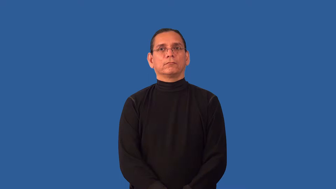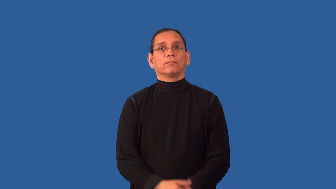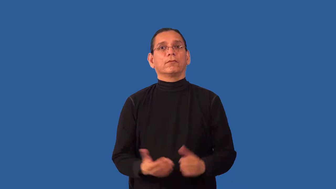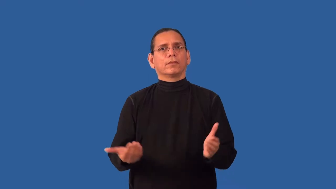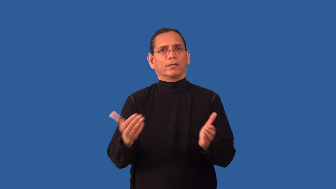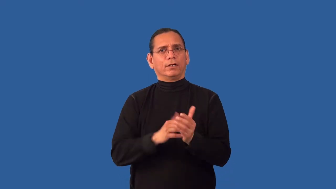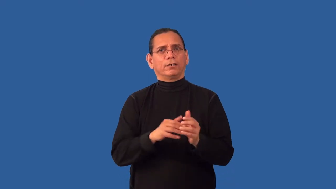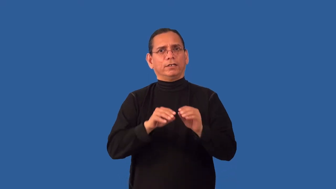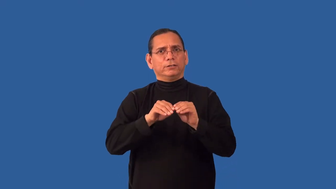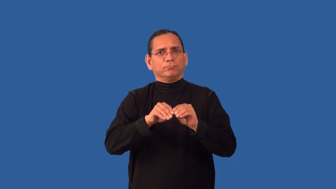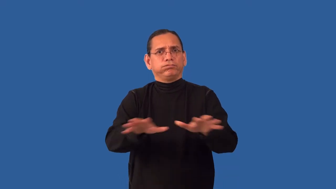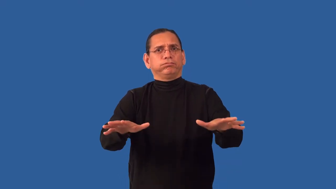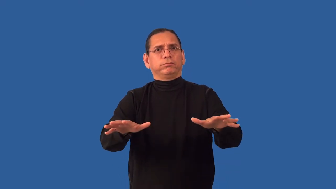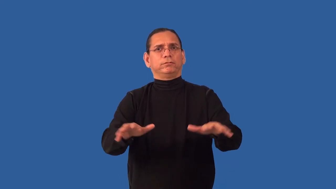recirculate-send out